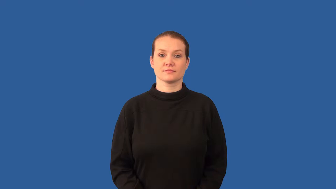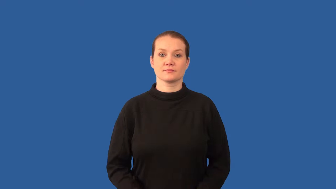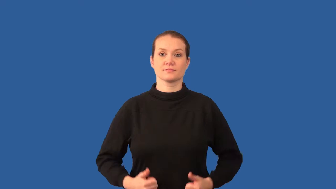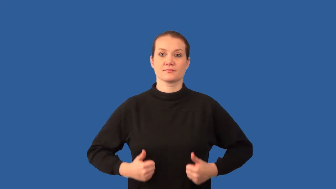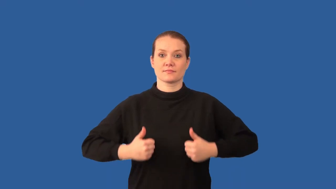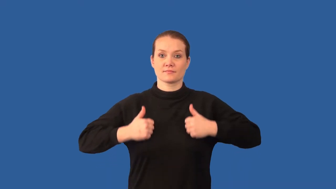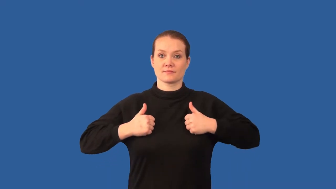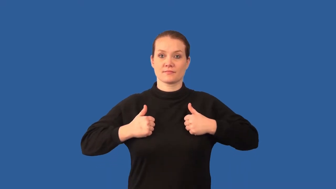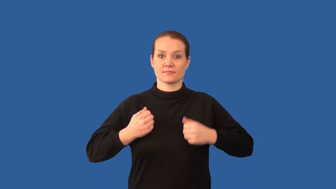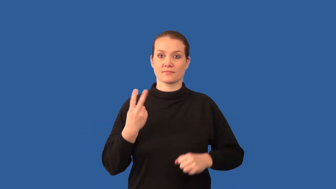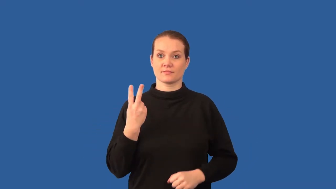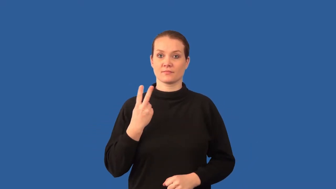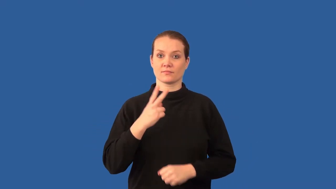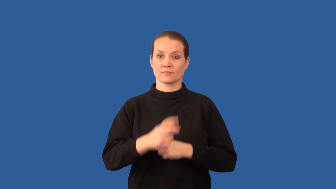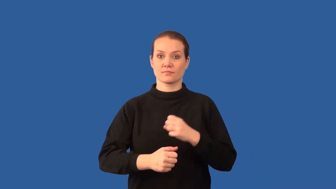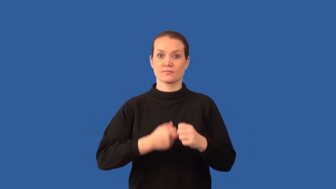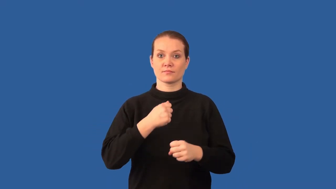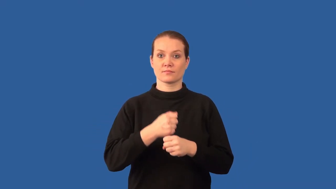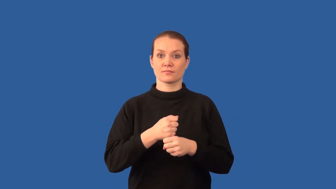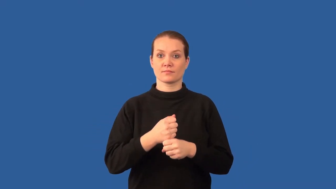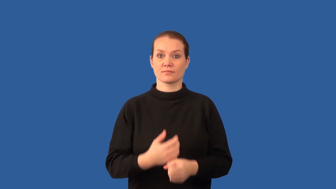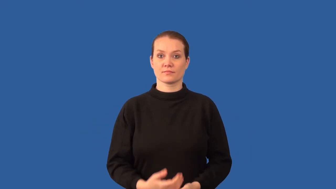biennial-plant